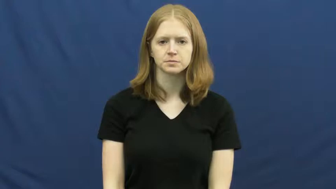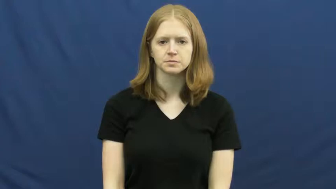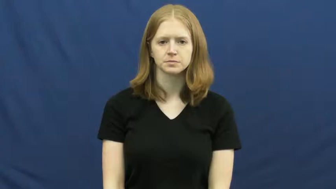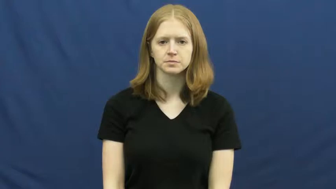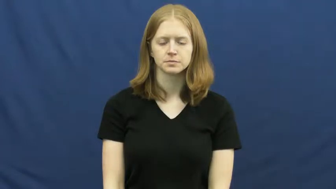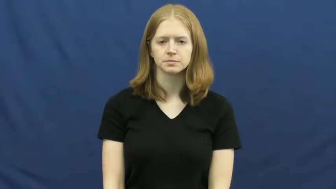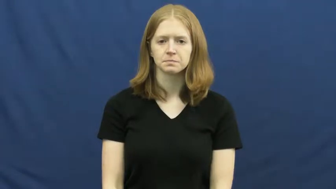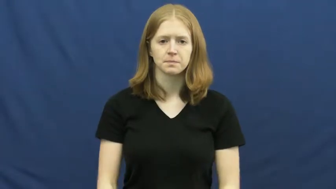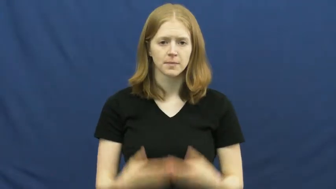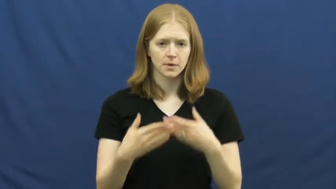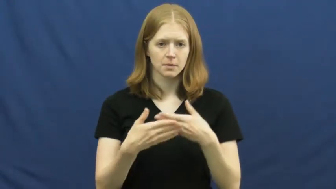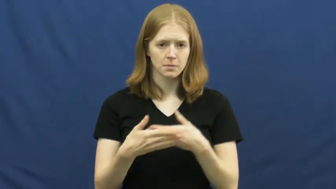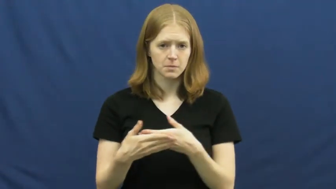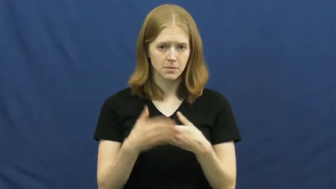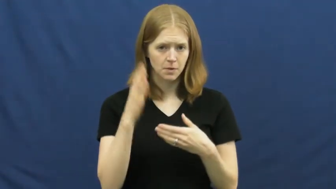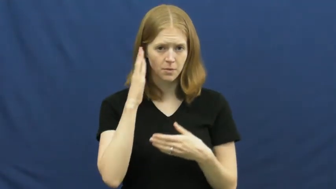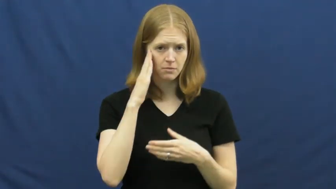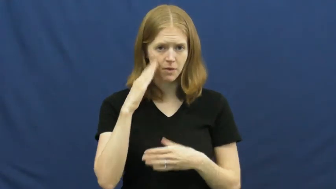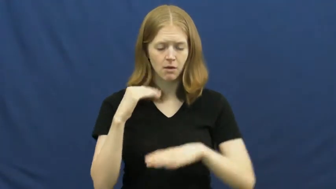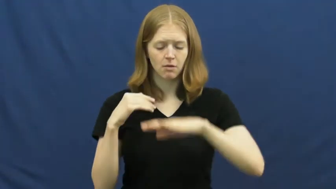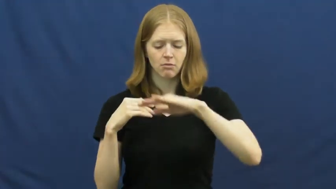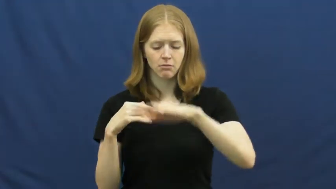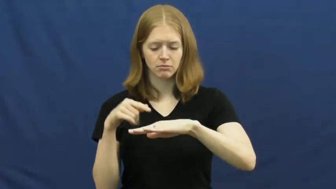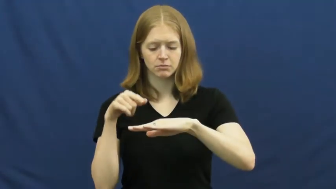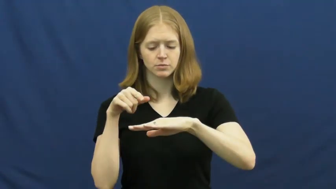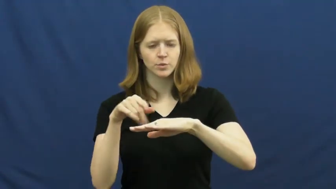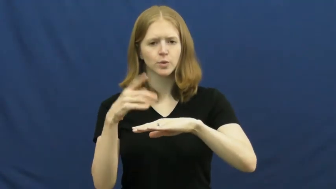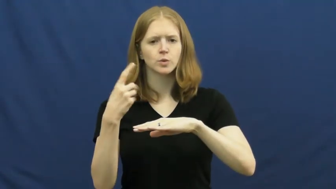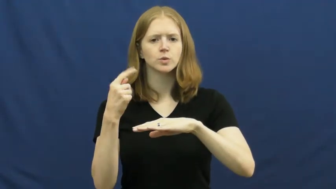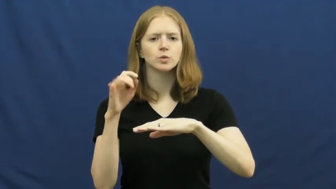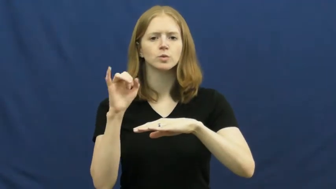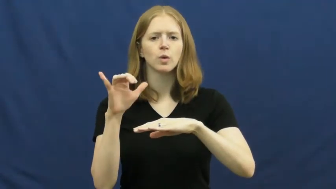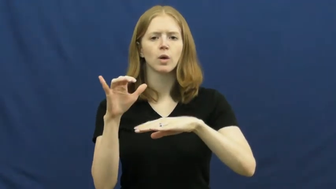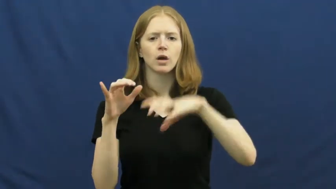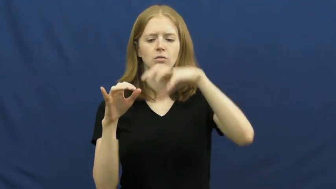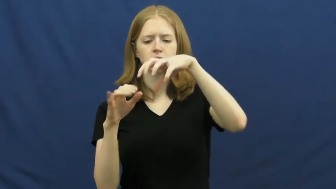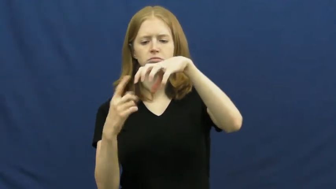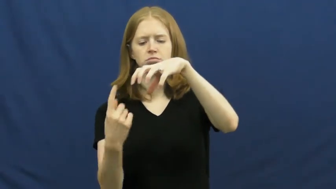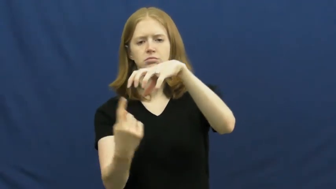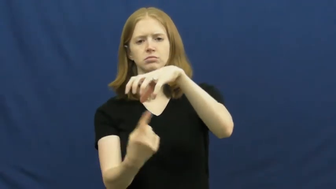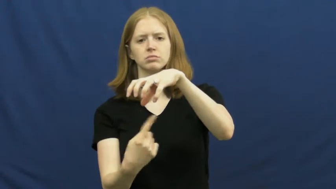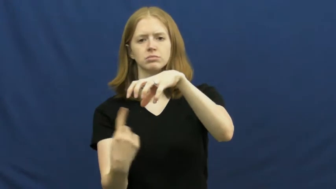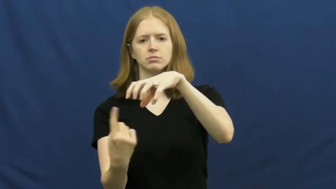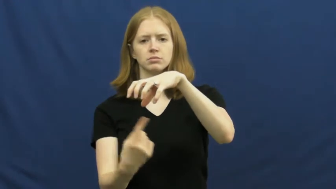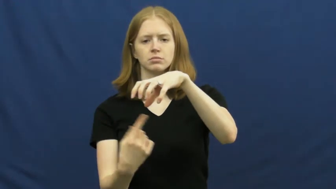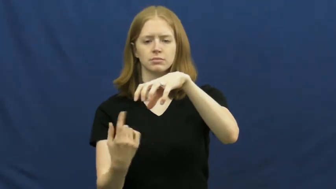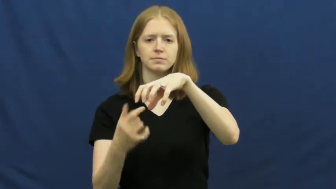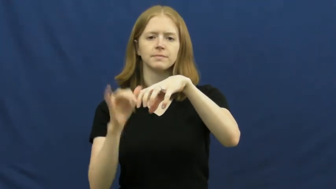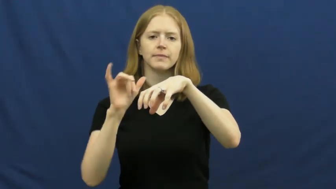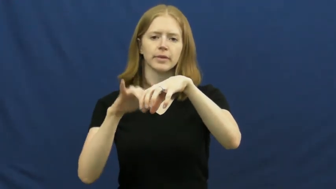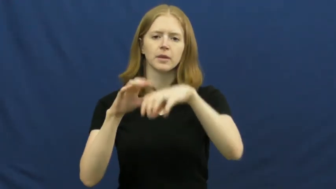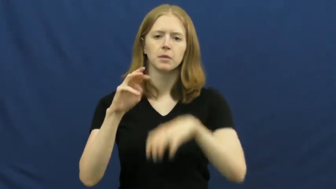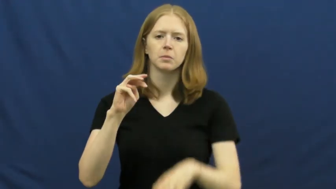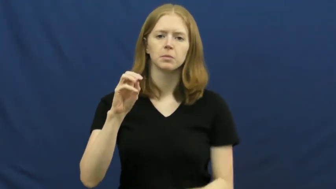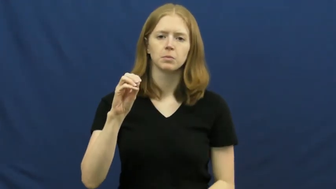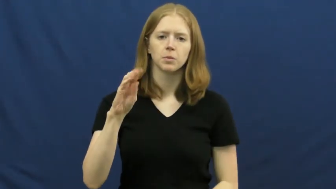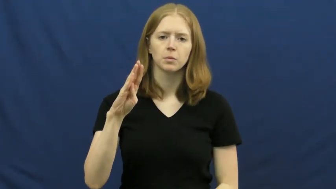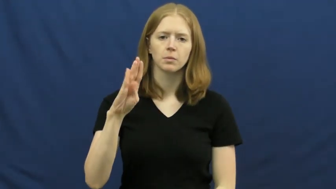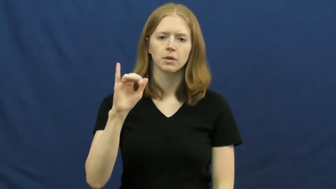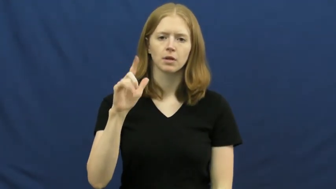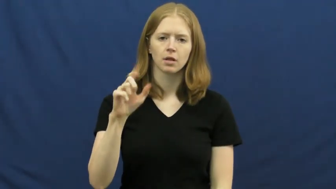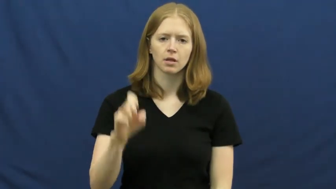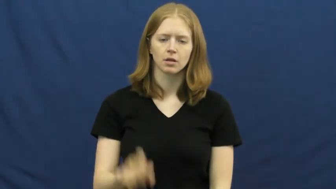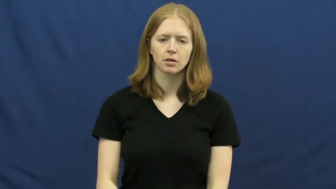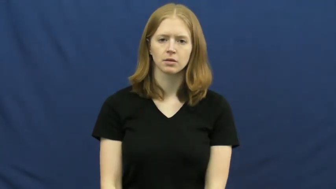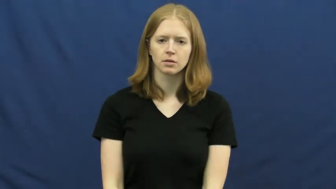mobile-toy